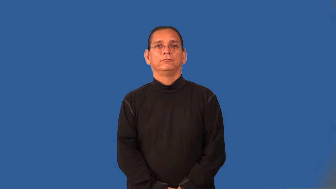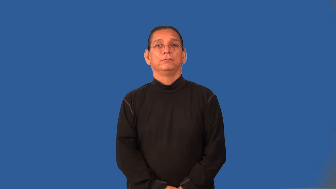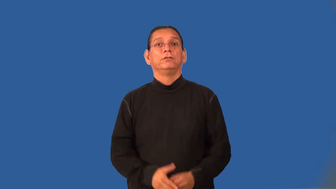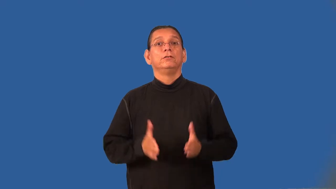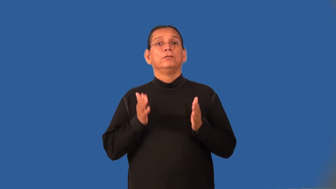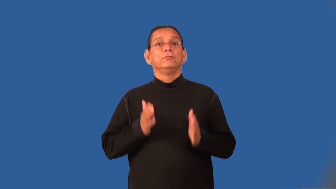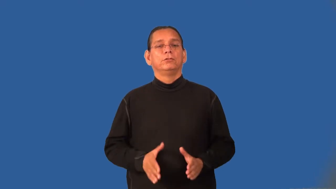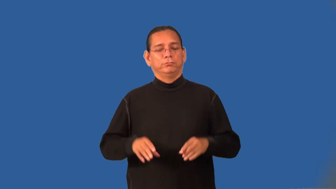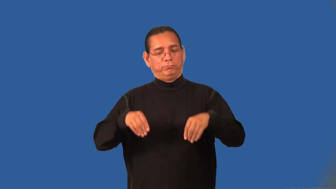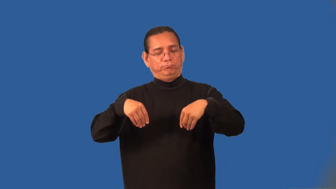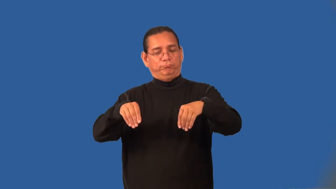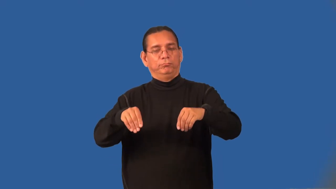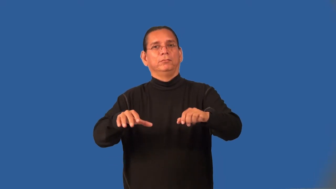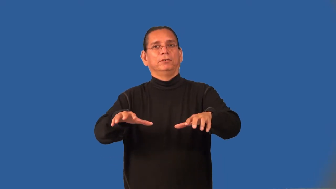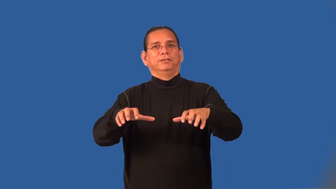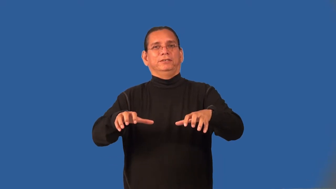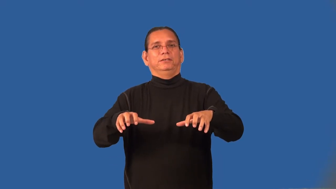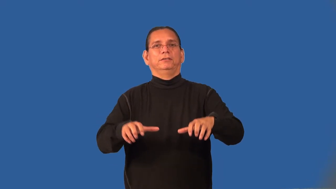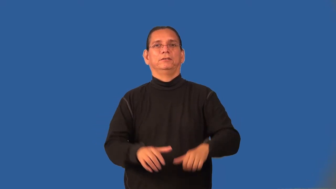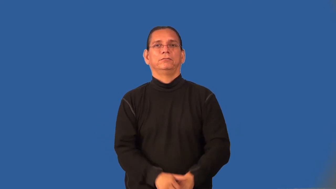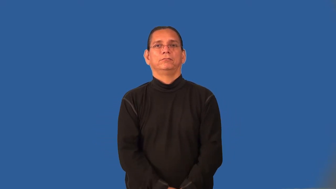iceman